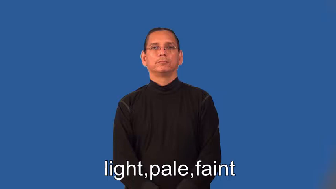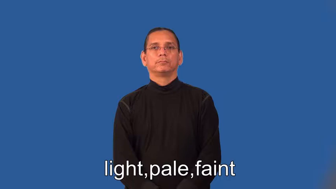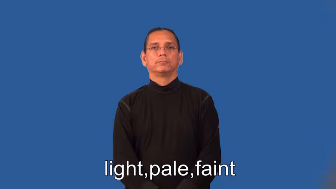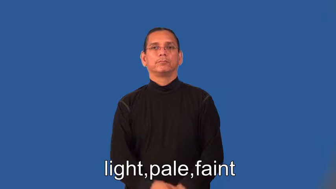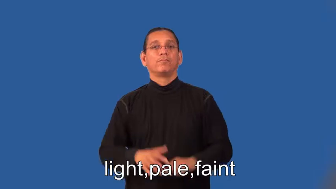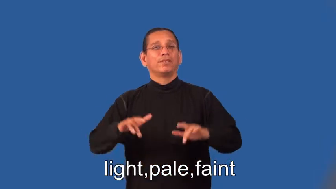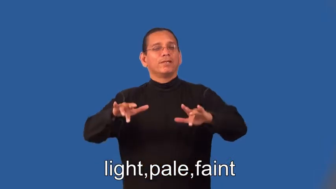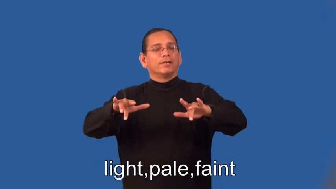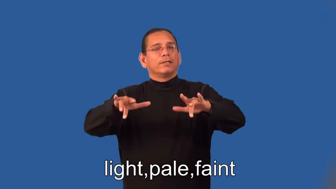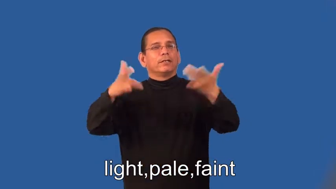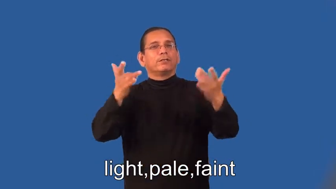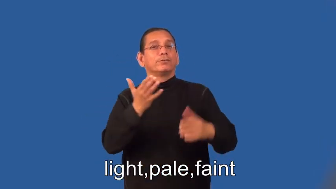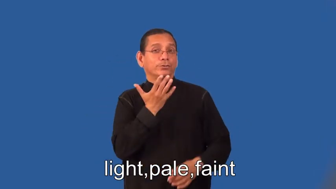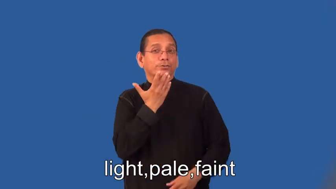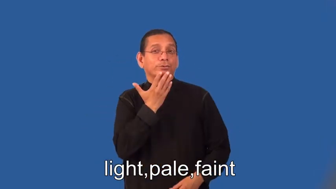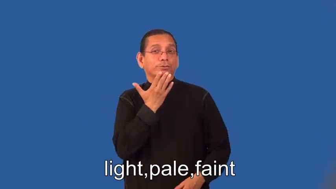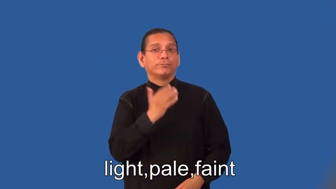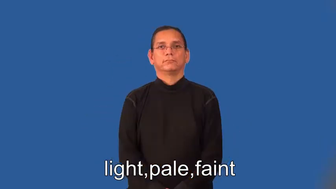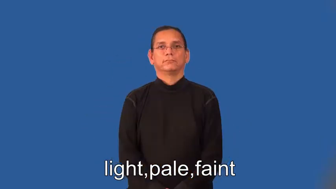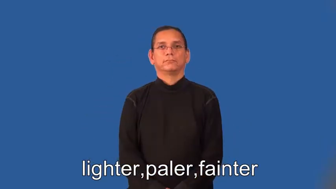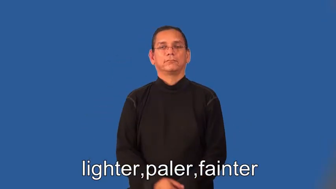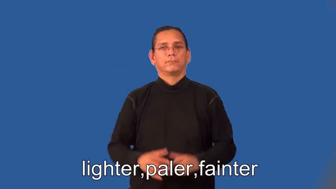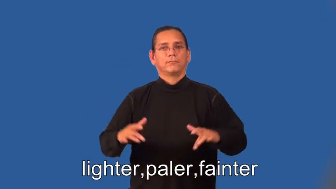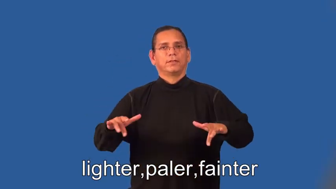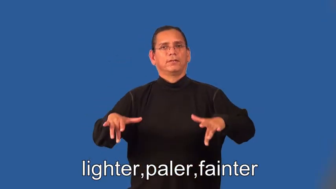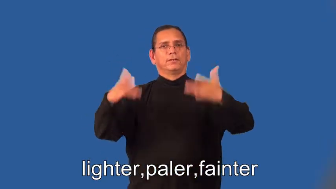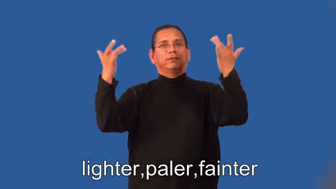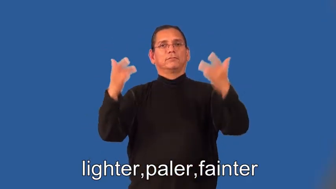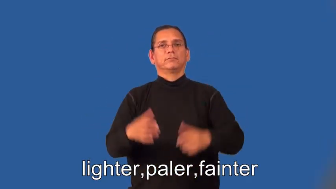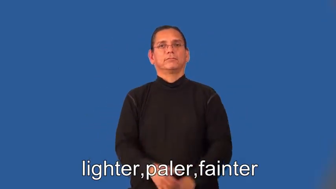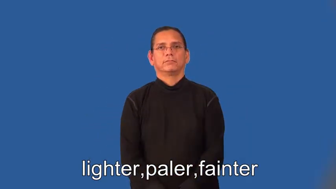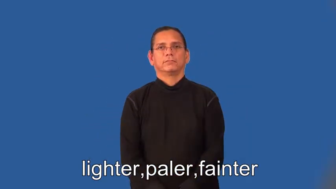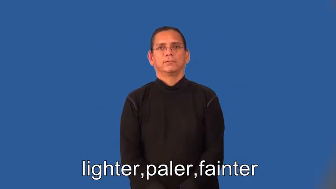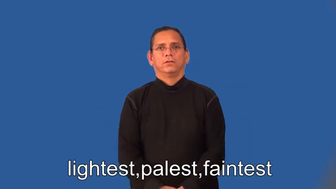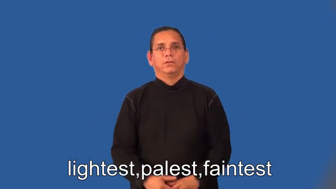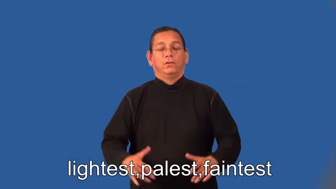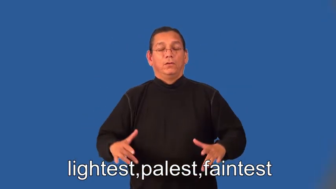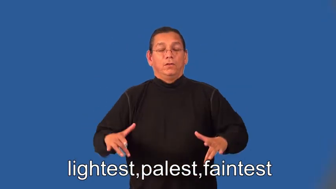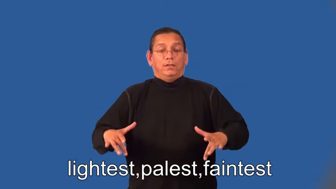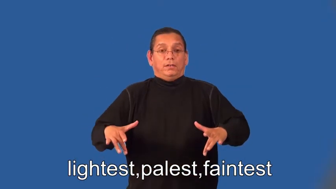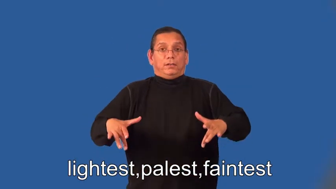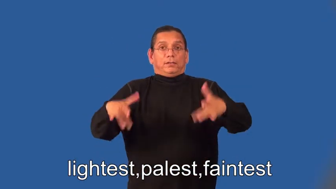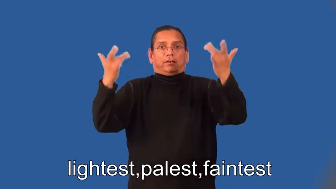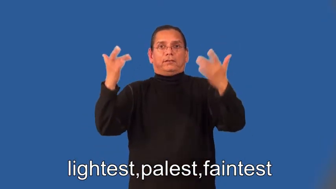lighter,paler,fainter,lightest,palest,faintest